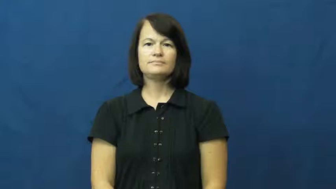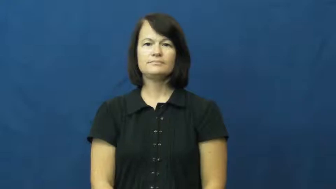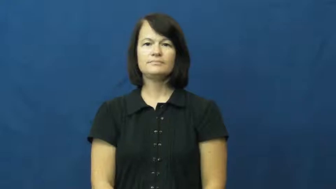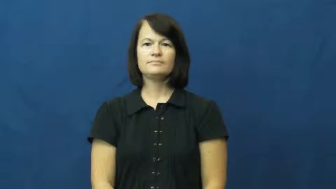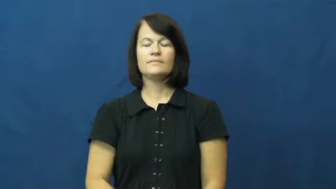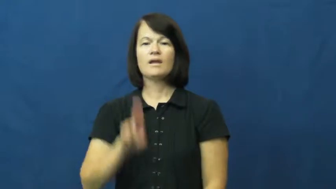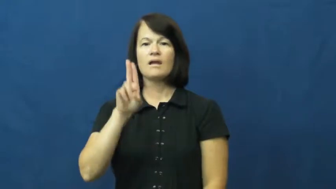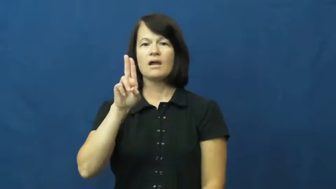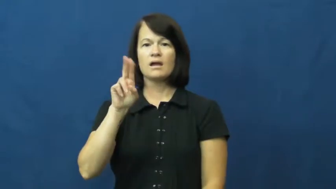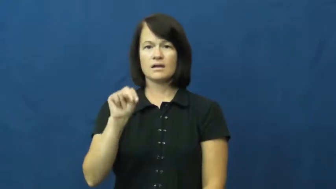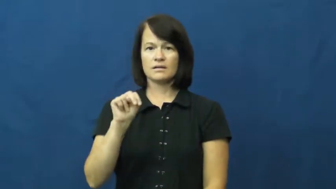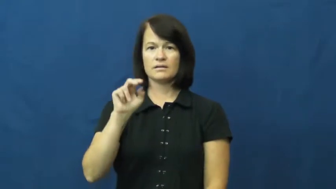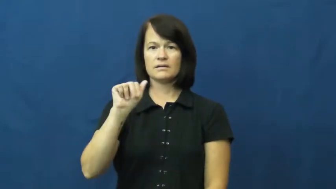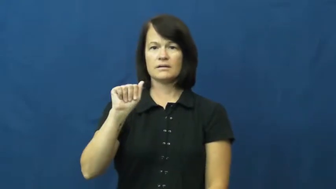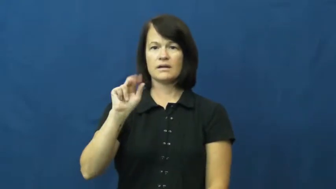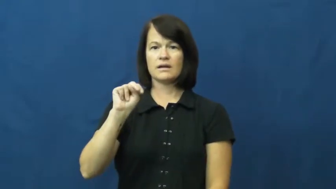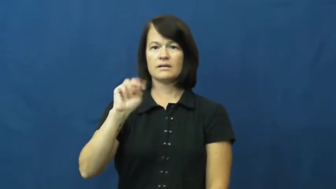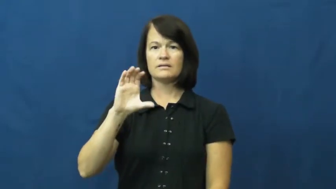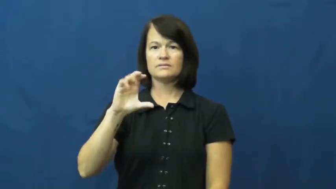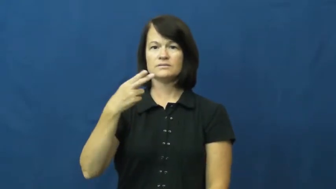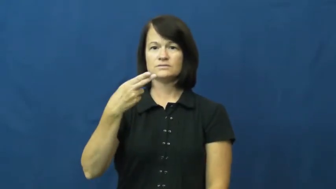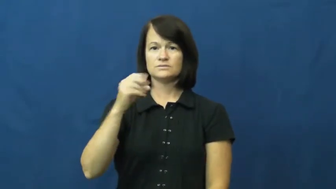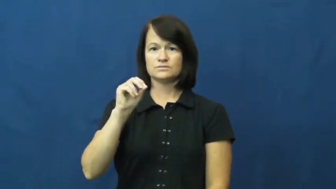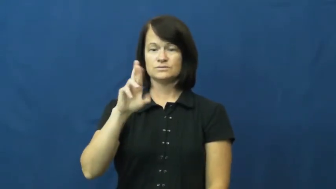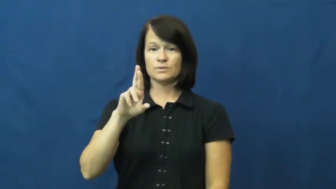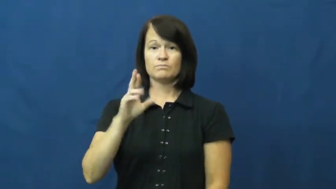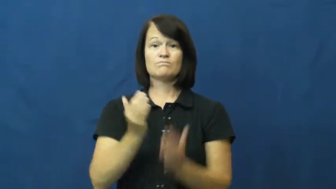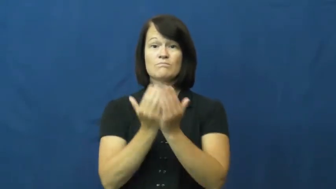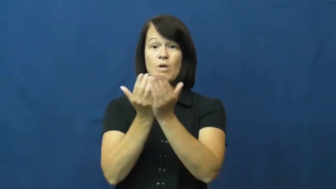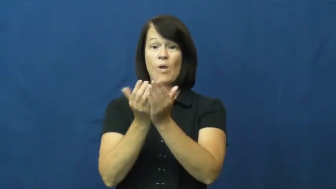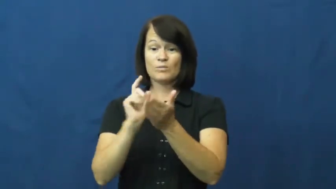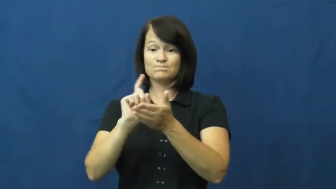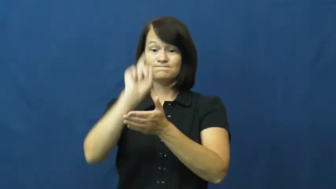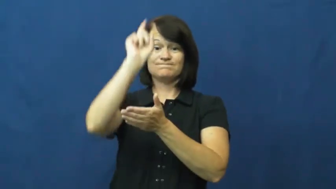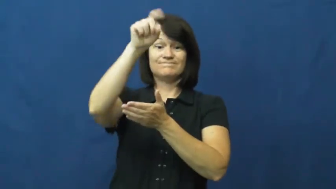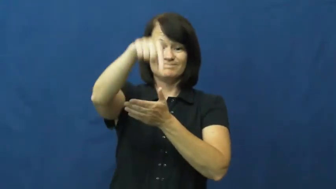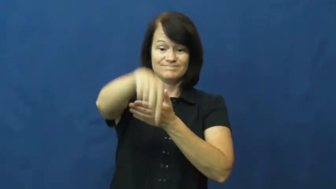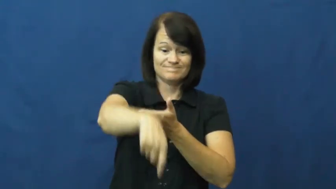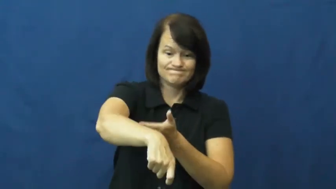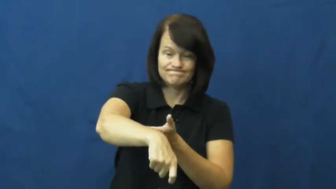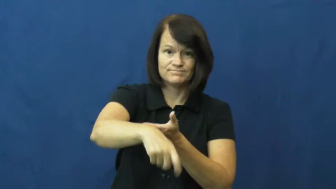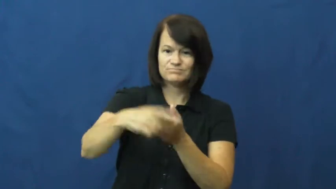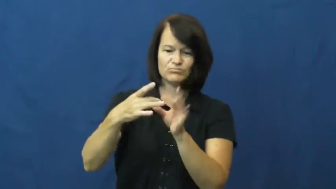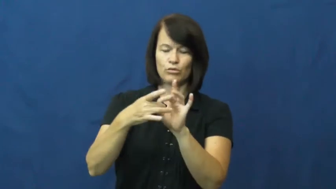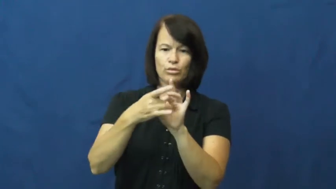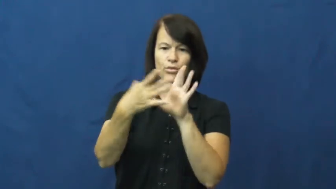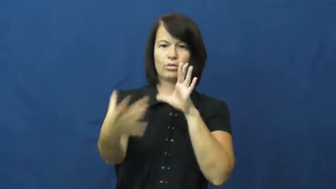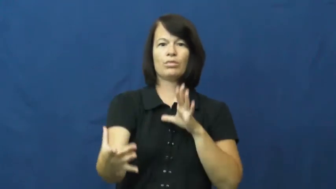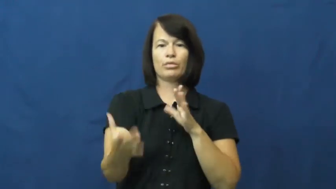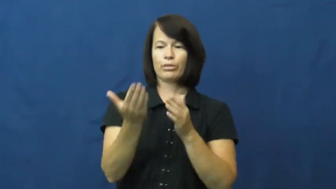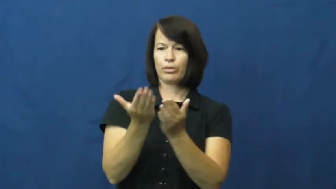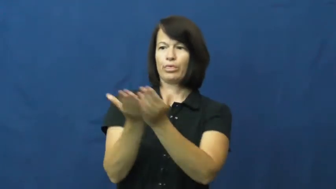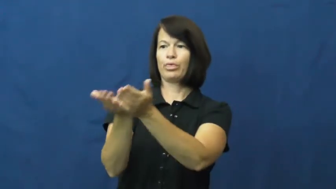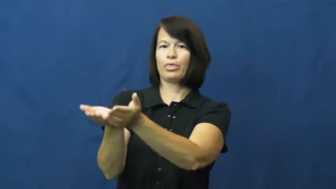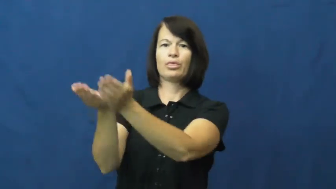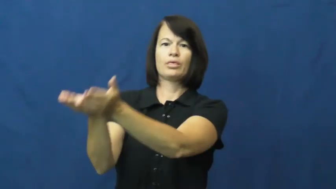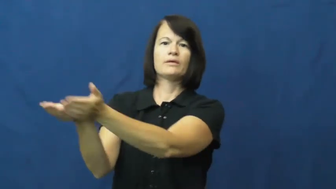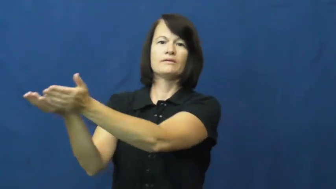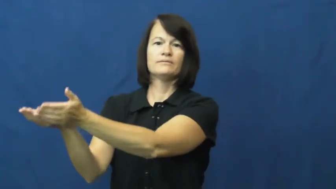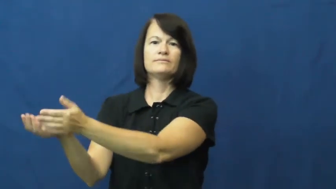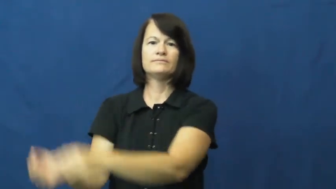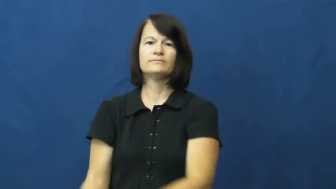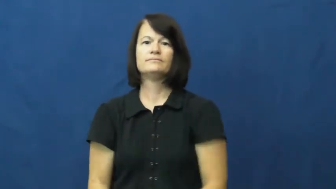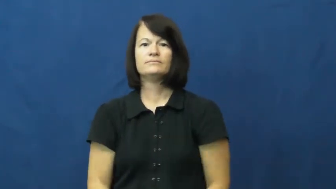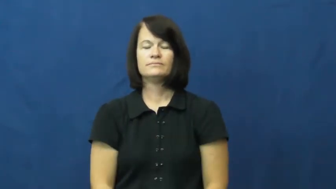unanchor